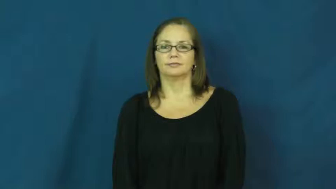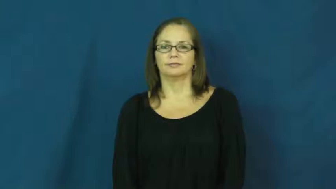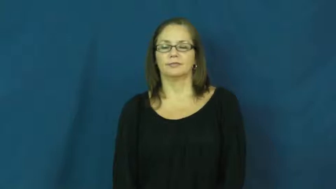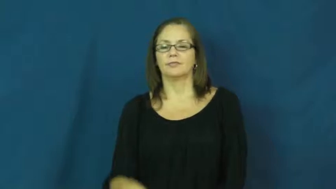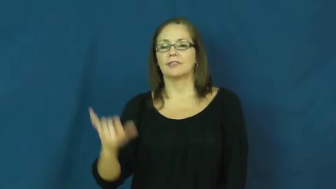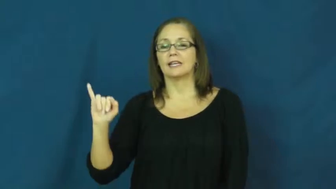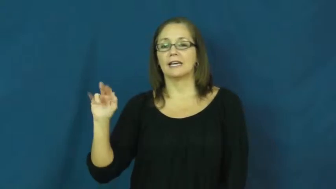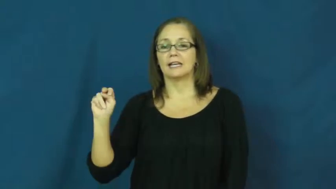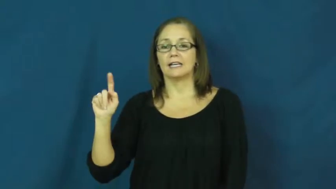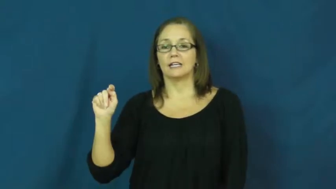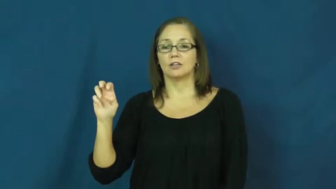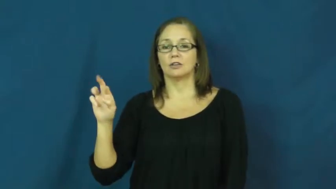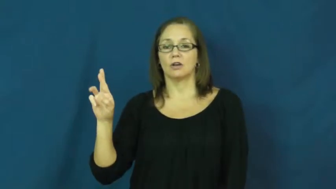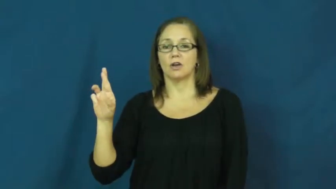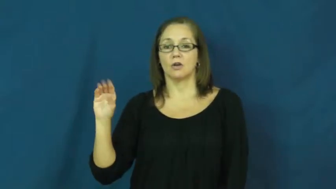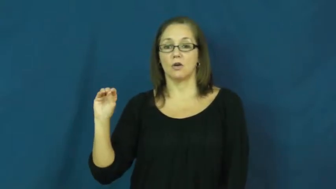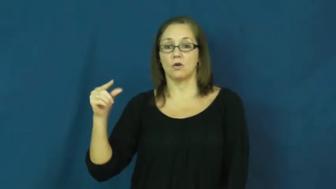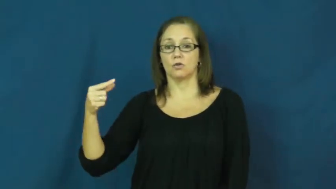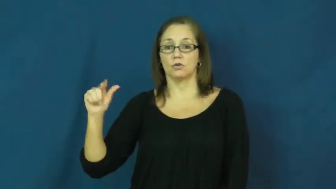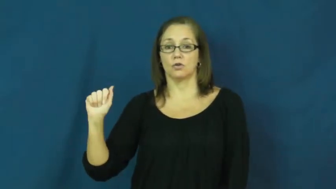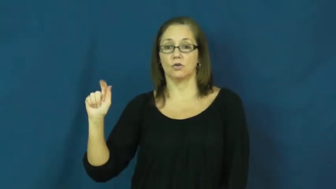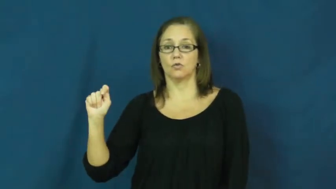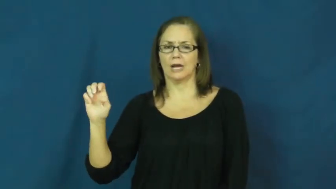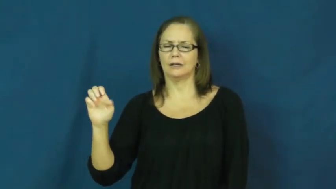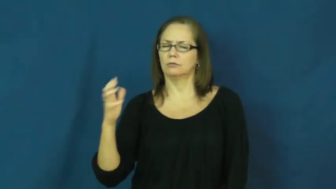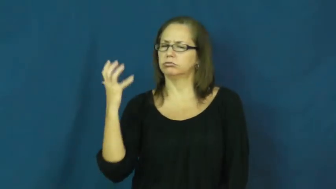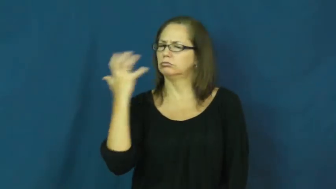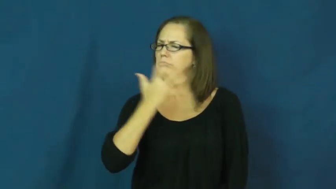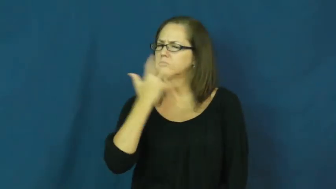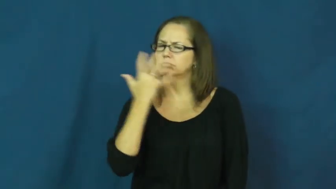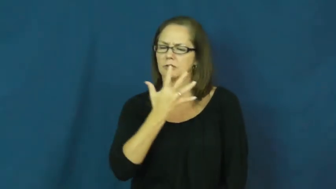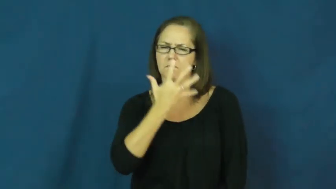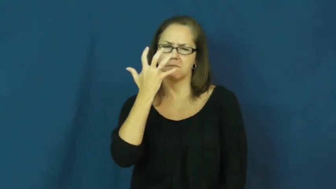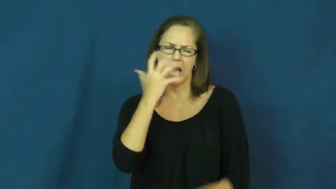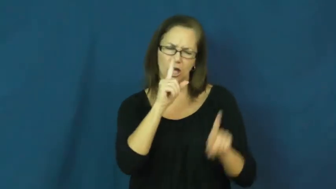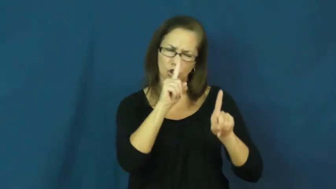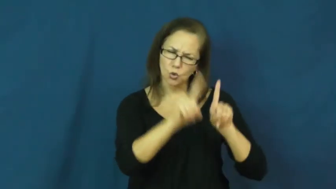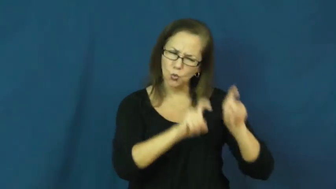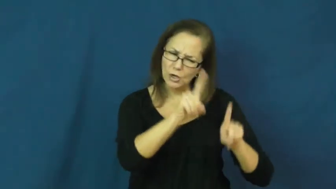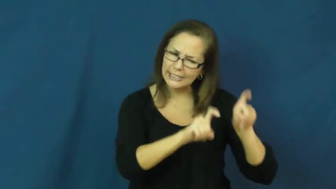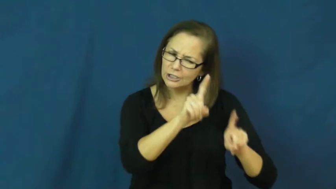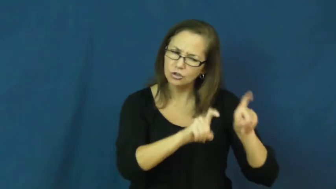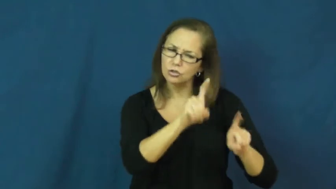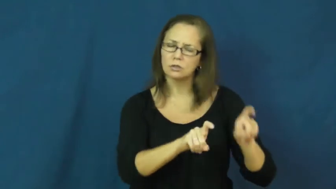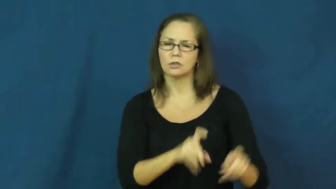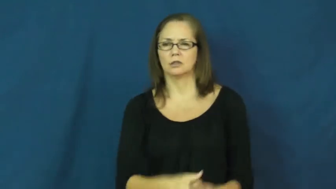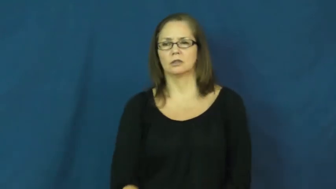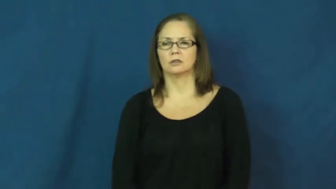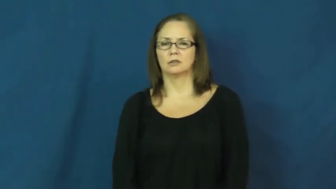interrogate